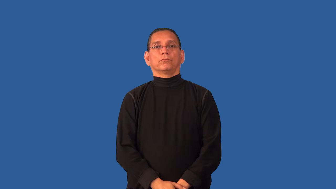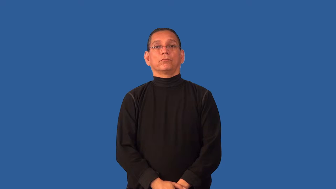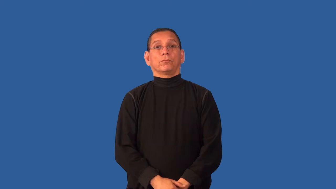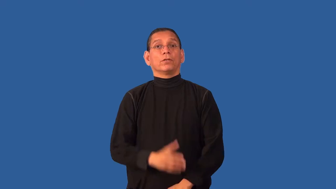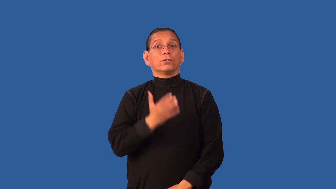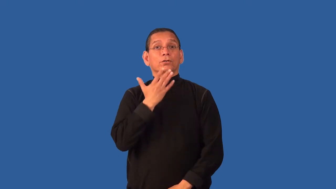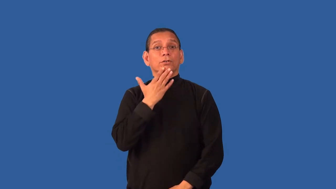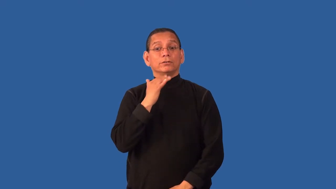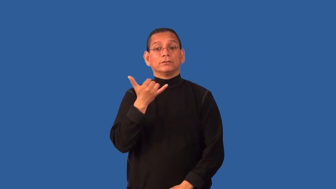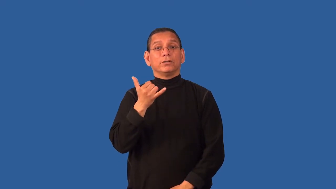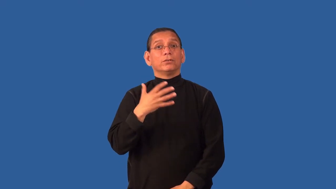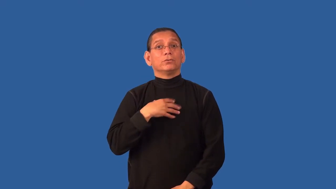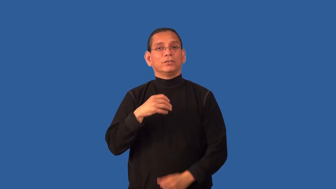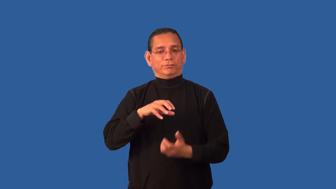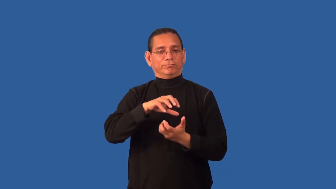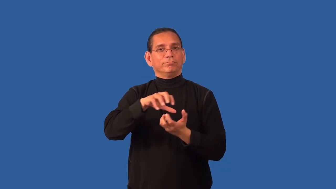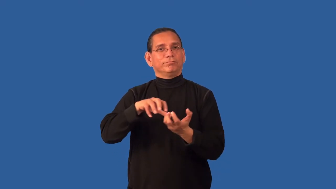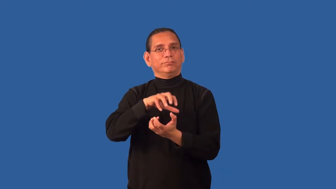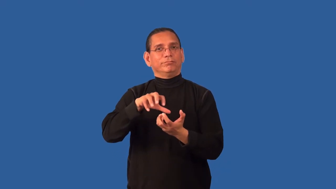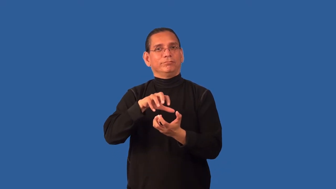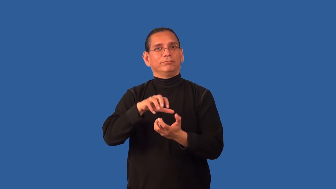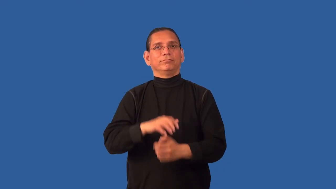creamy-color